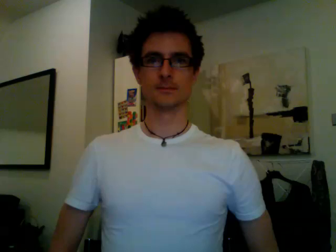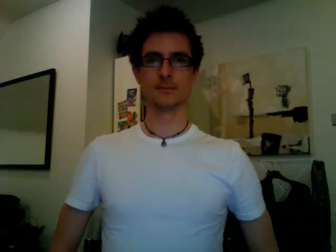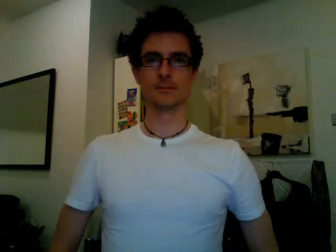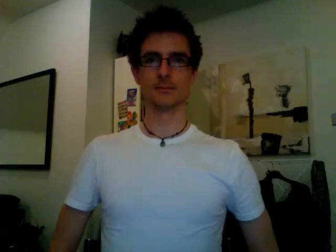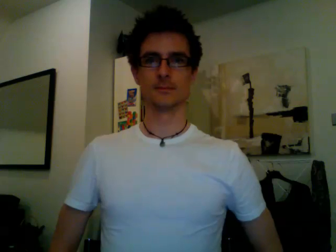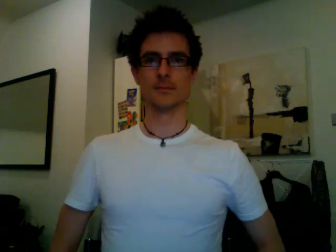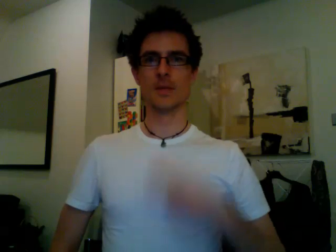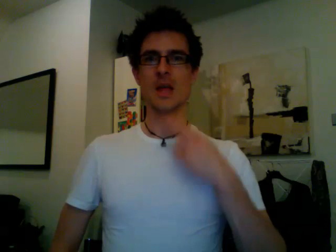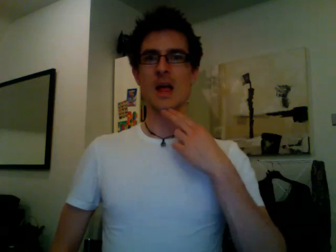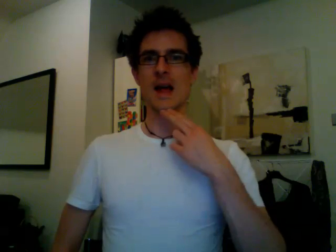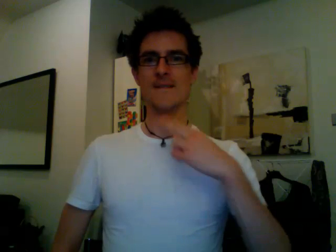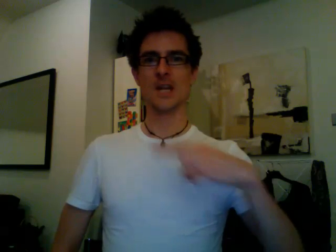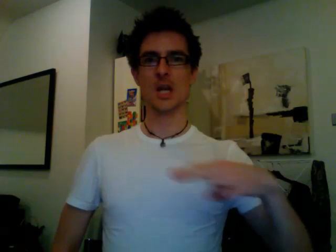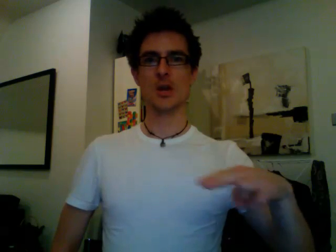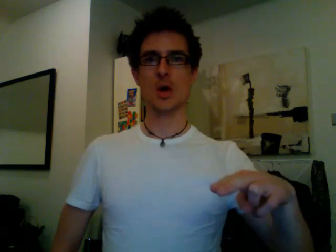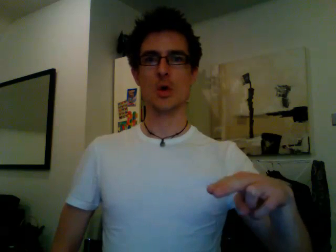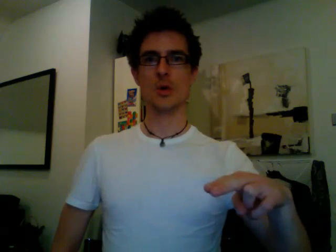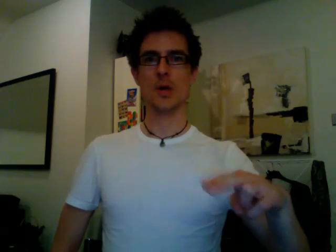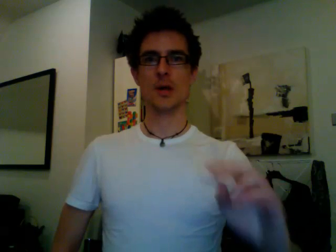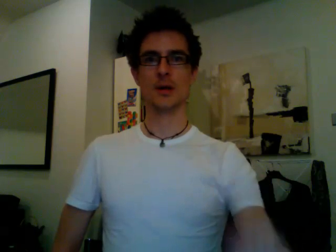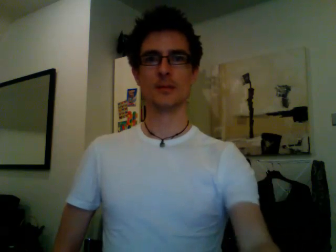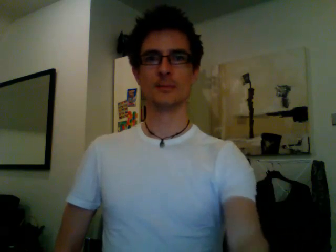afternoon